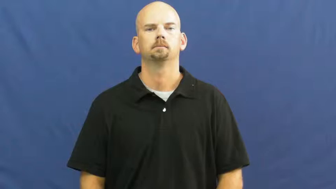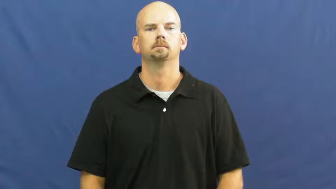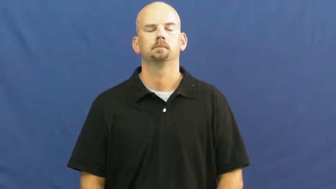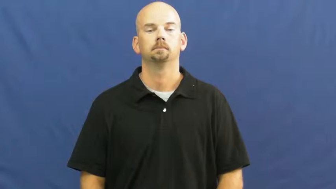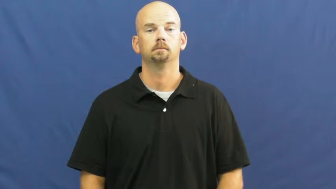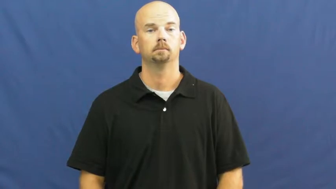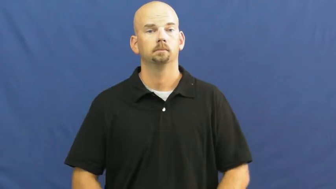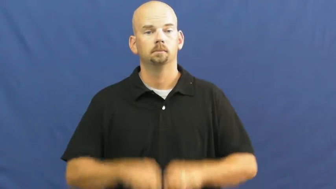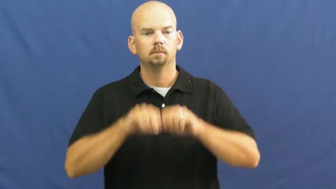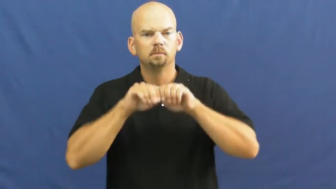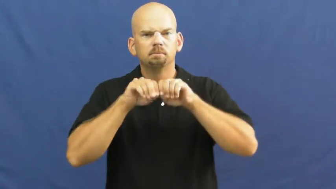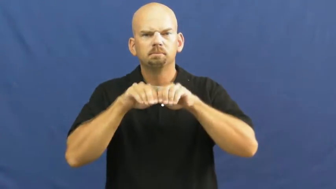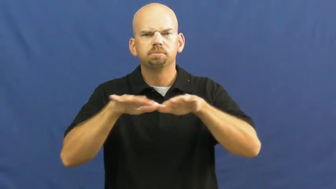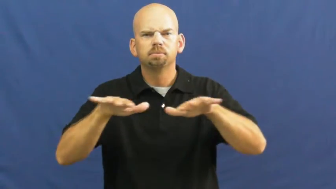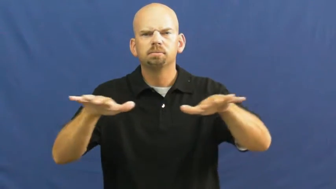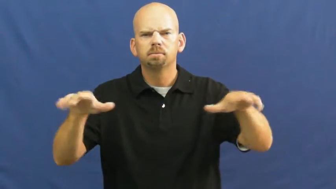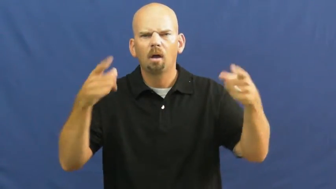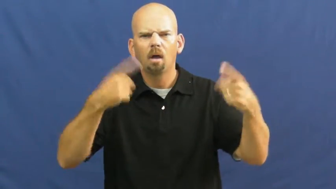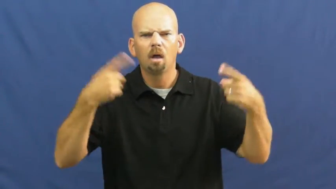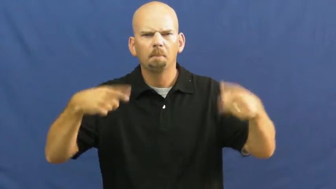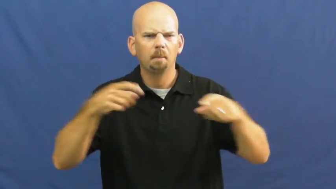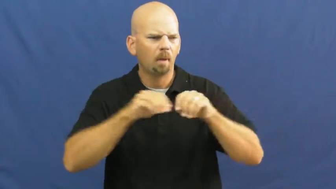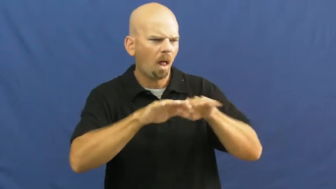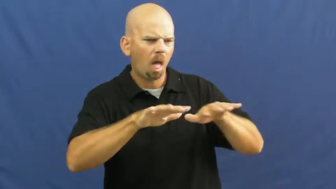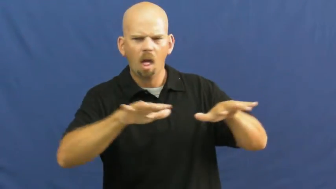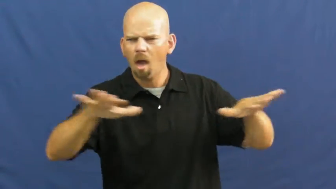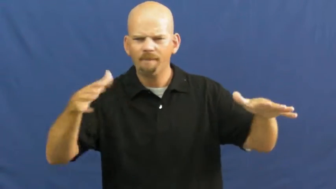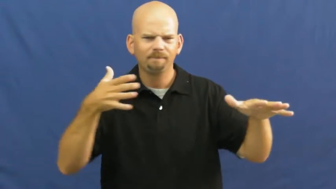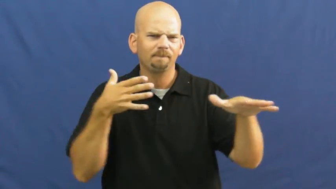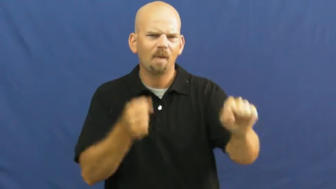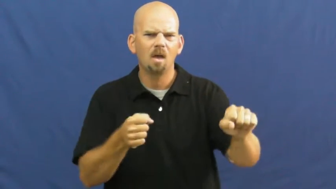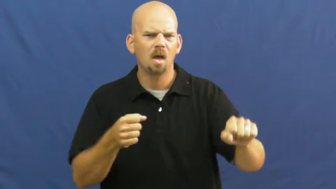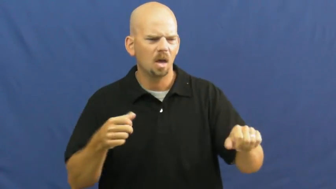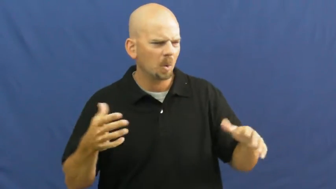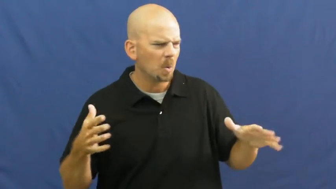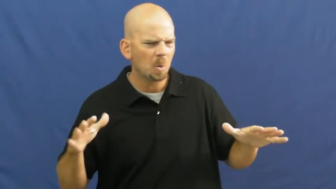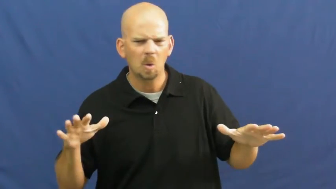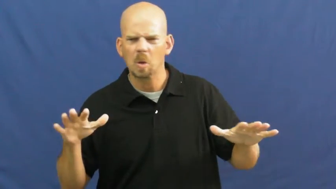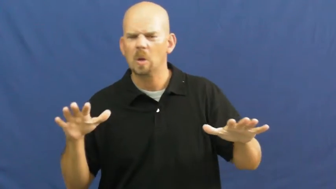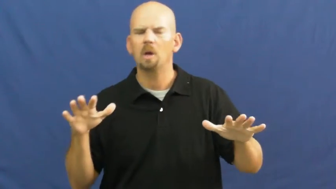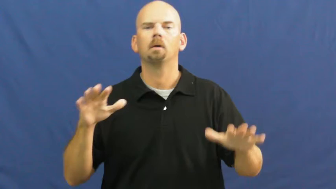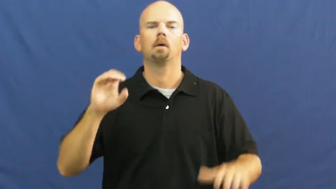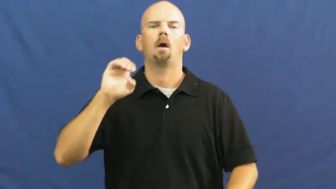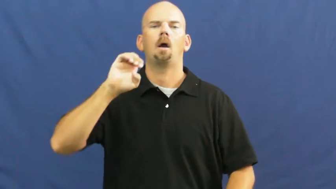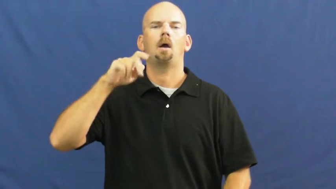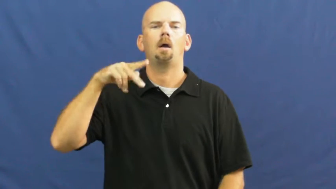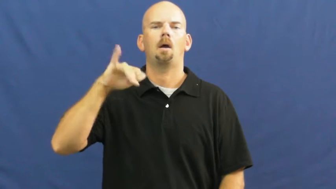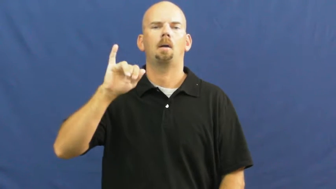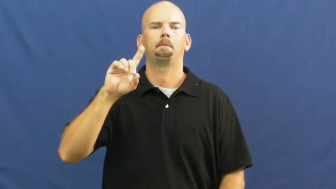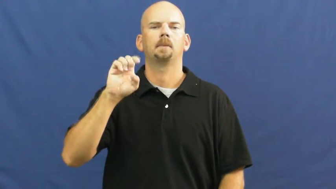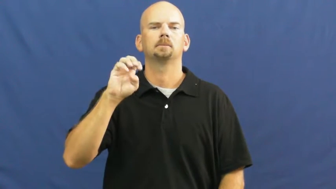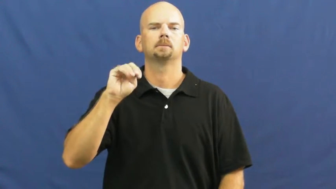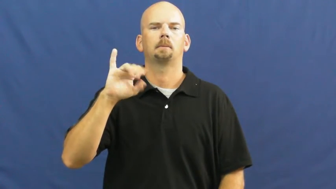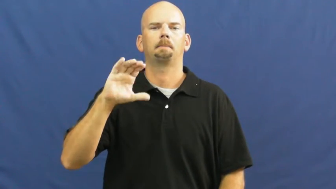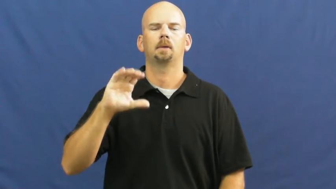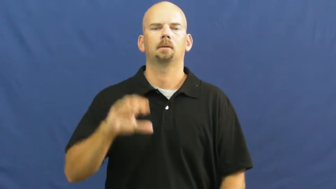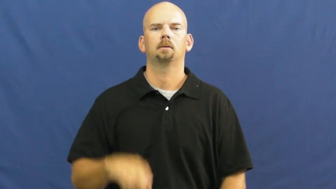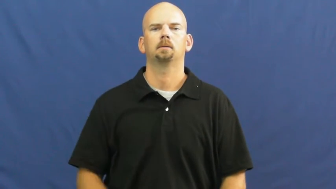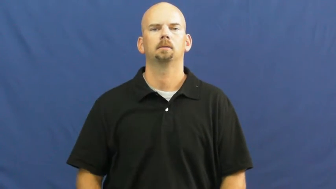epidemic